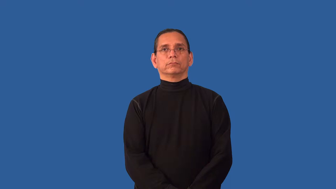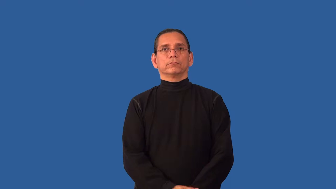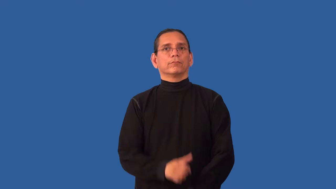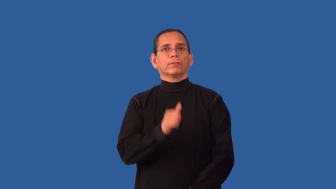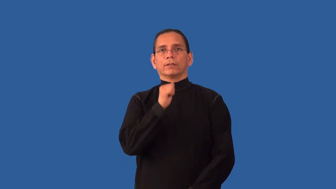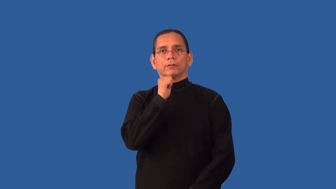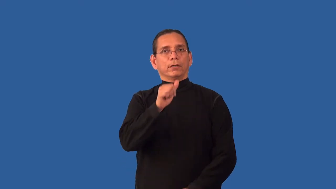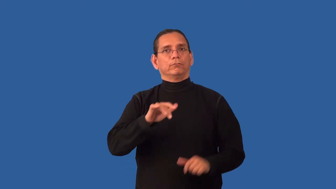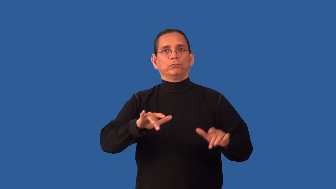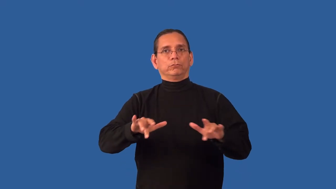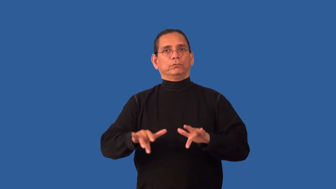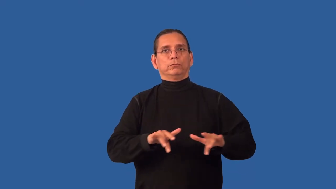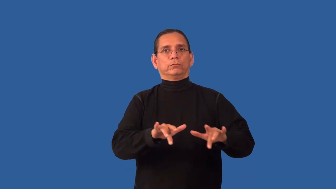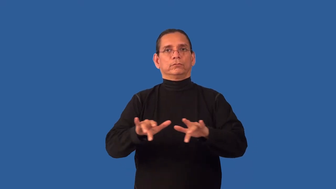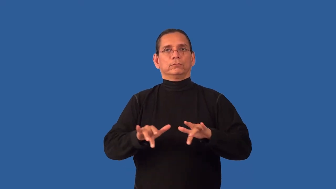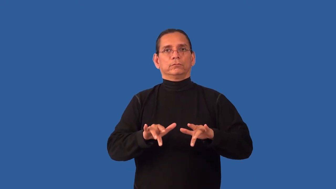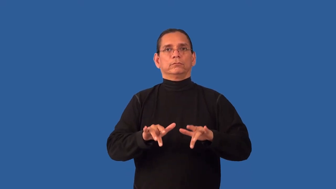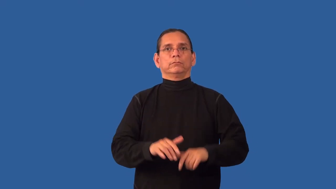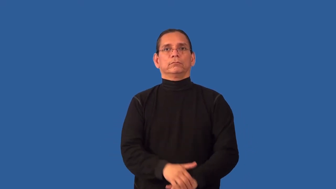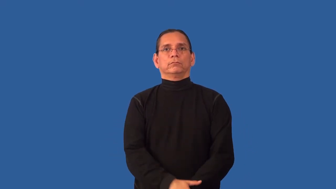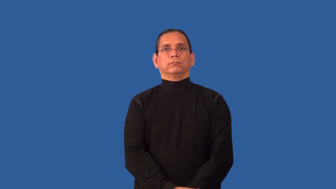unrecorded